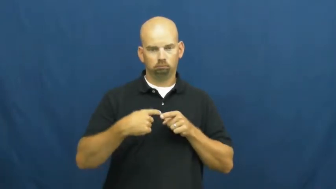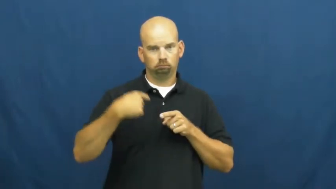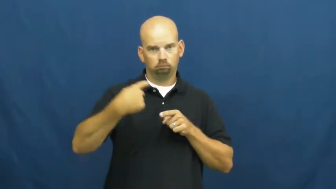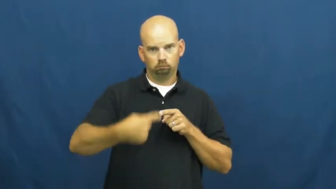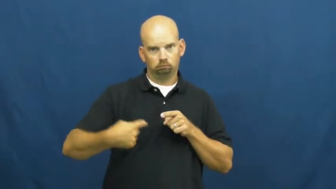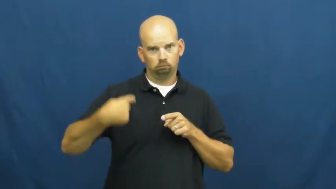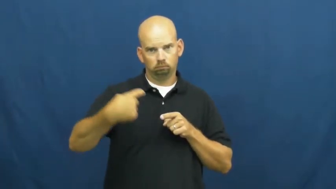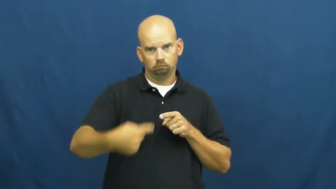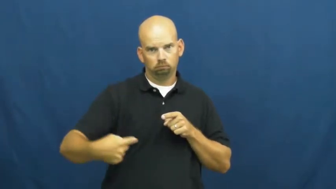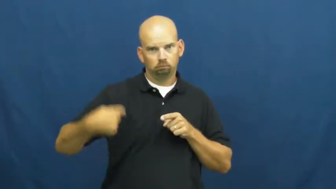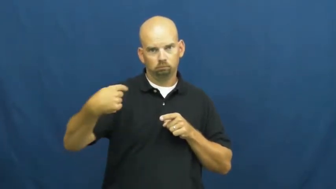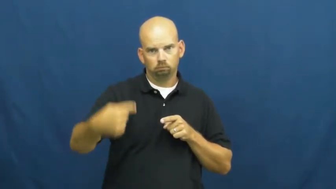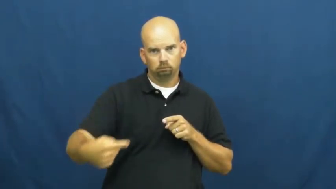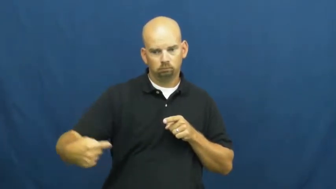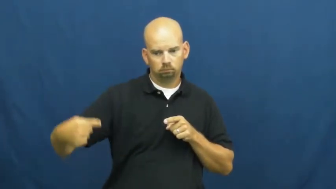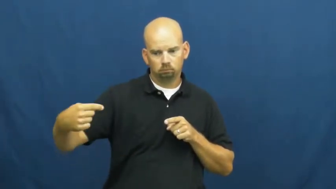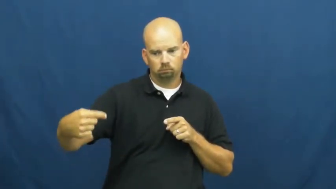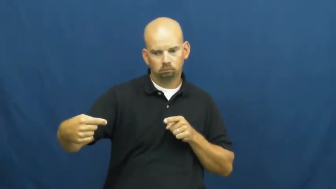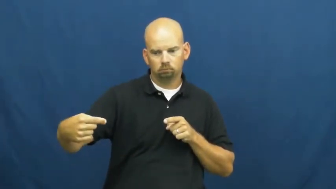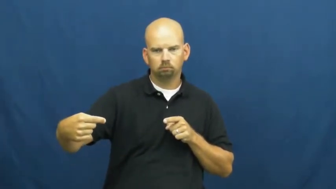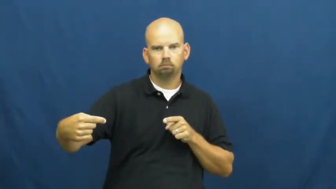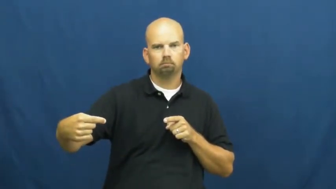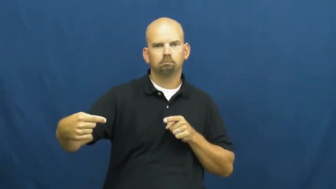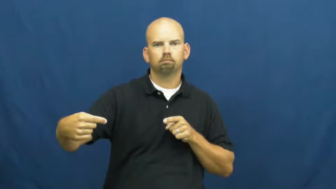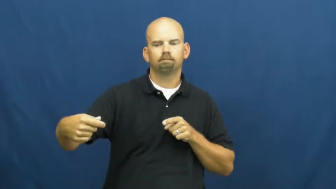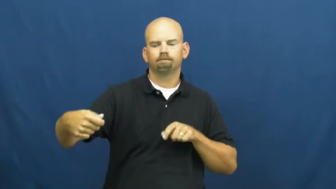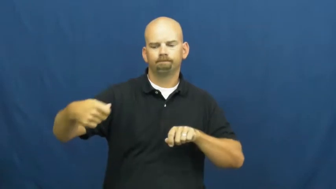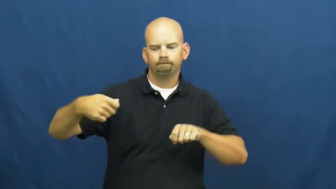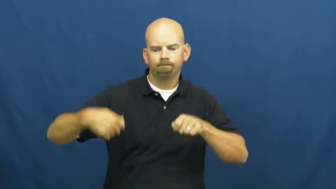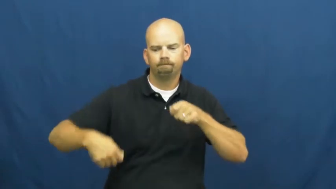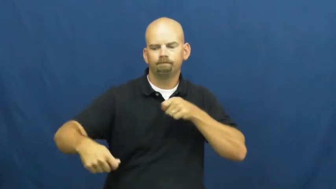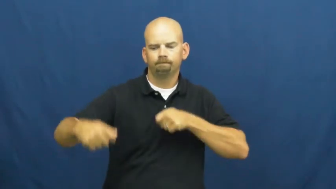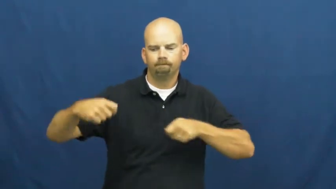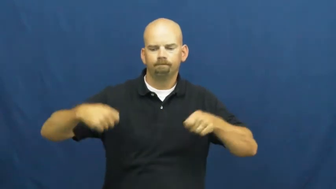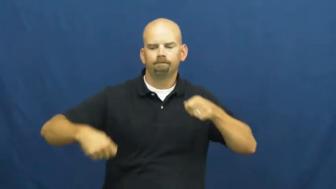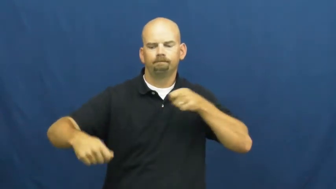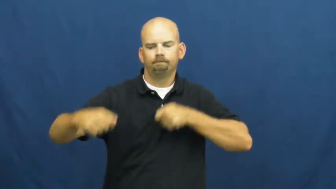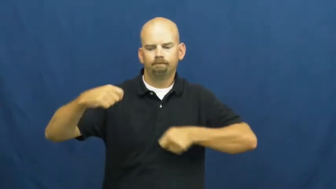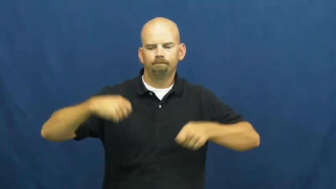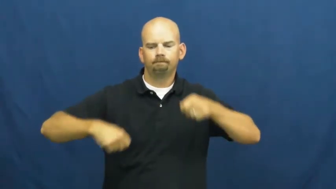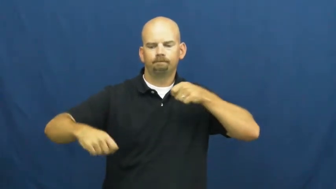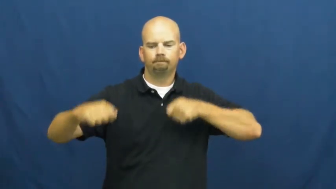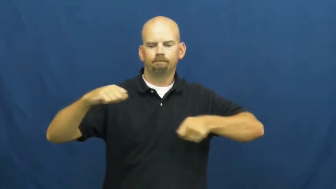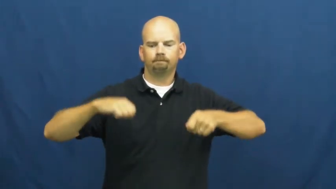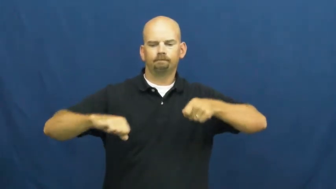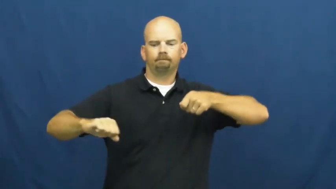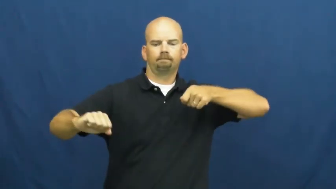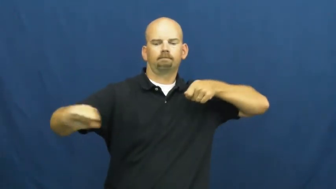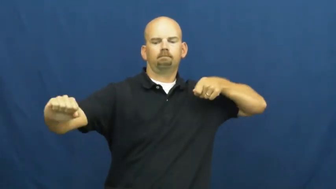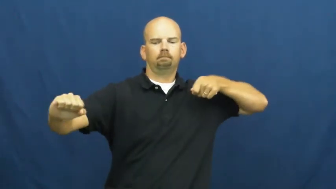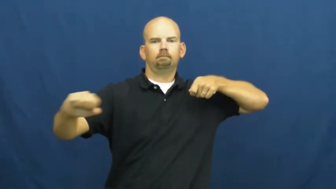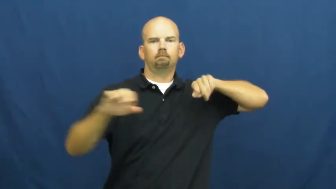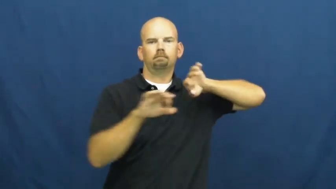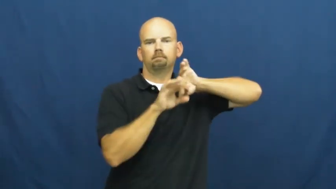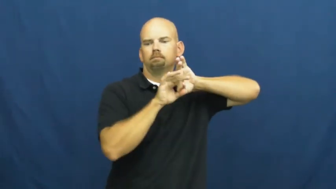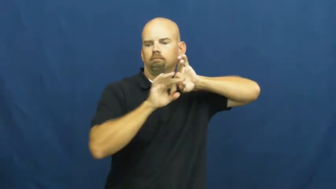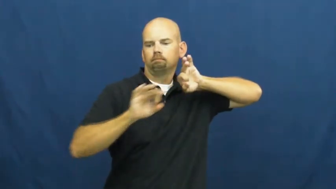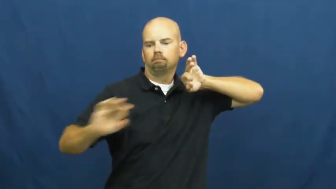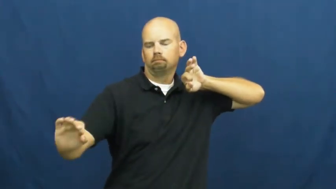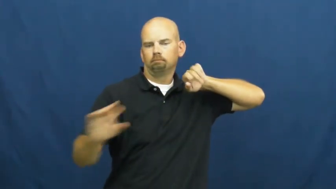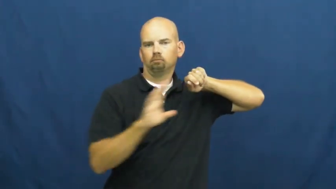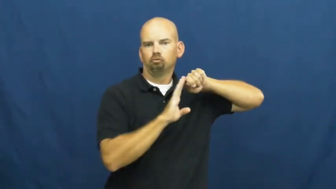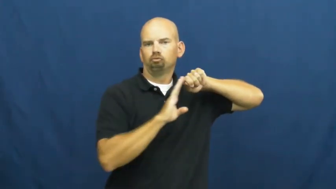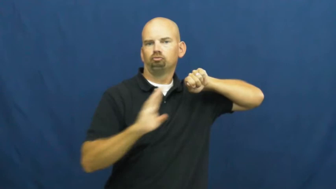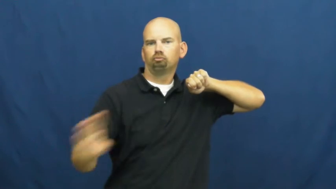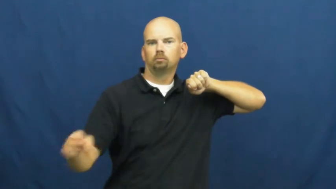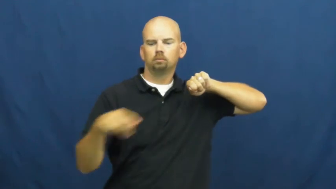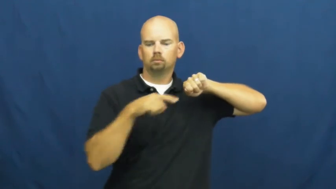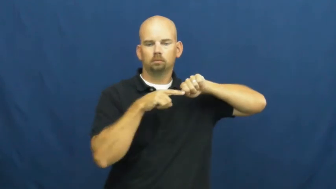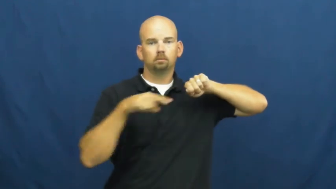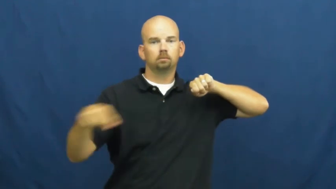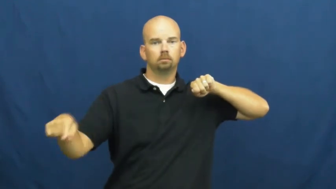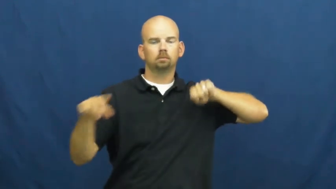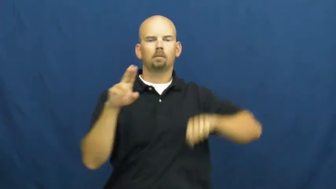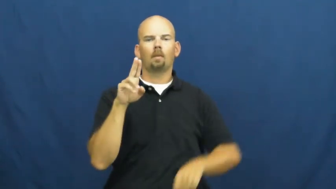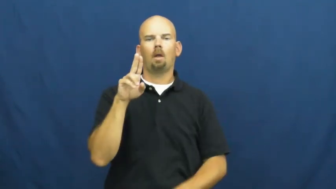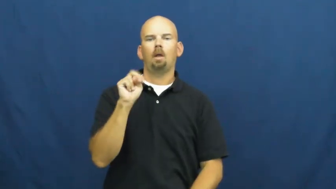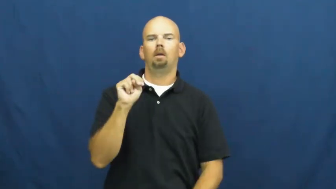uncoil